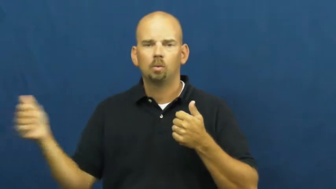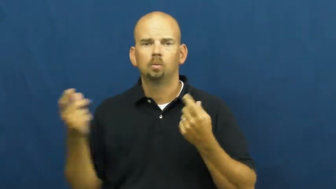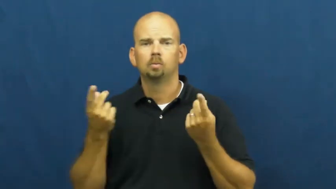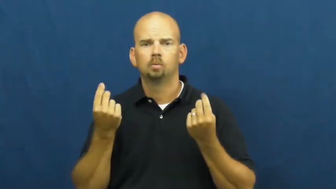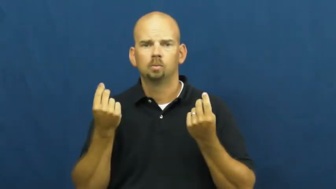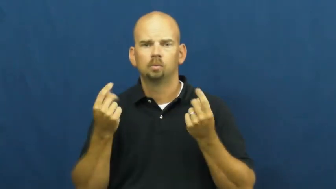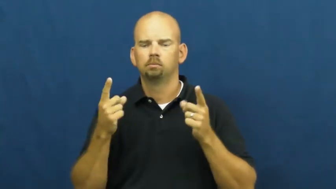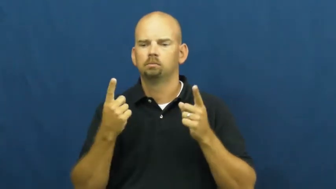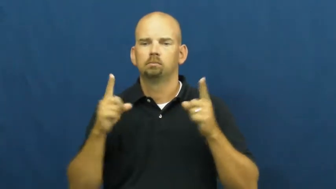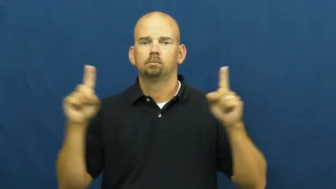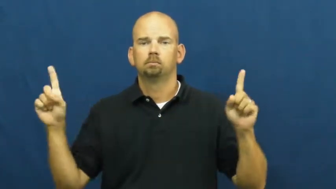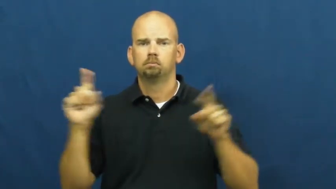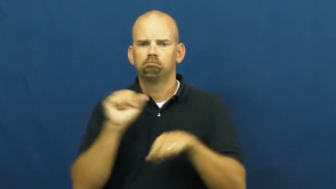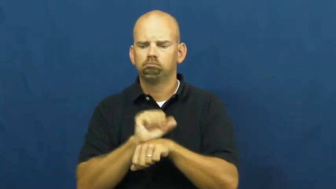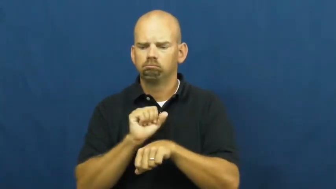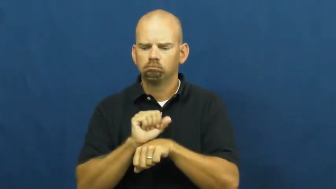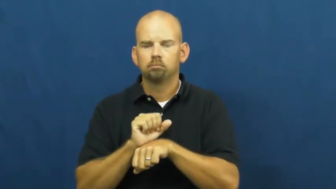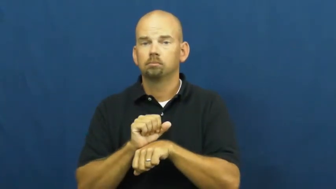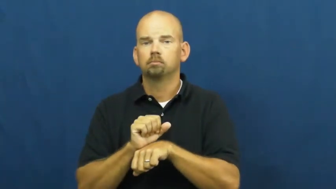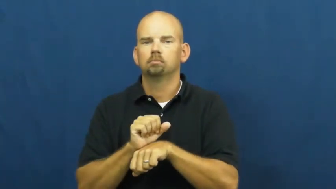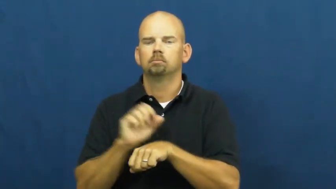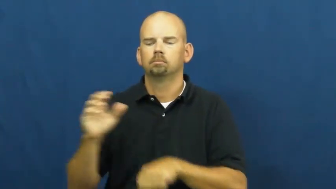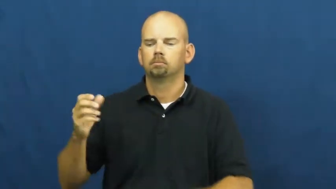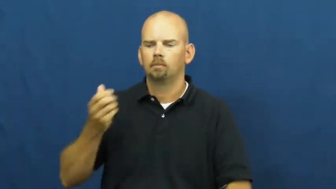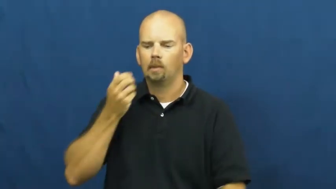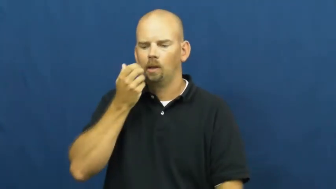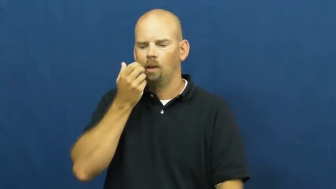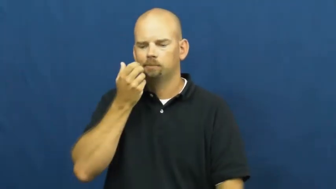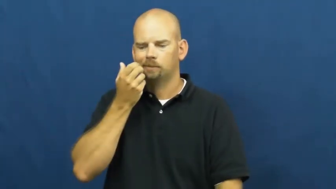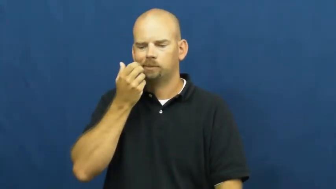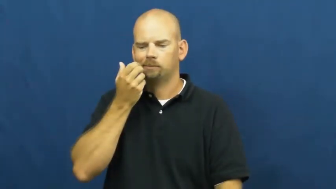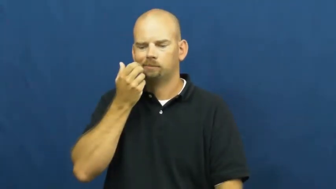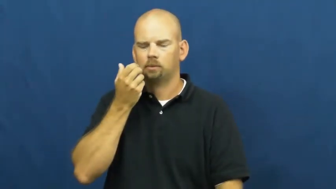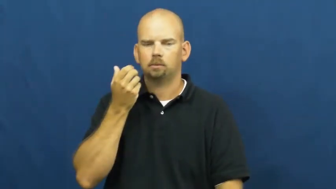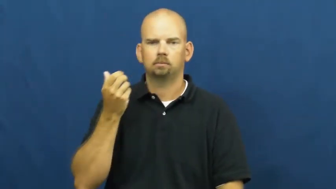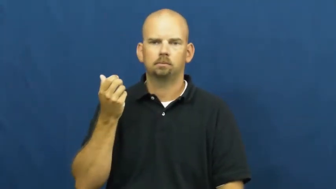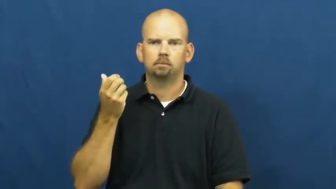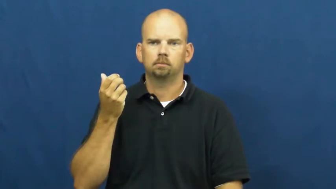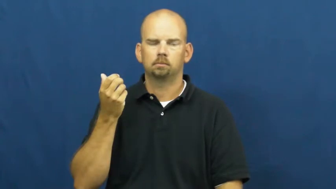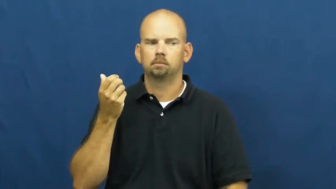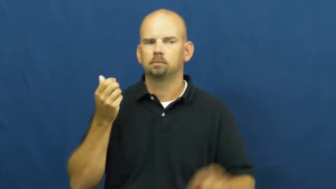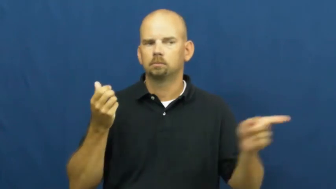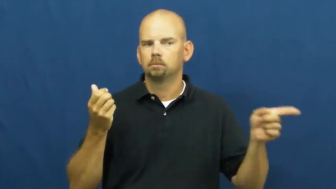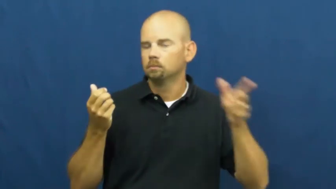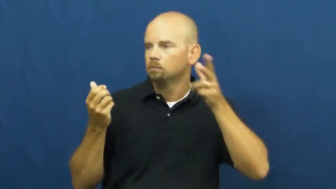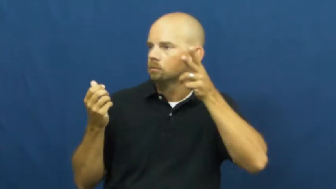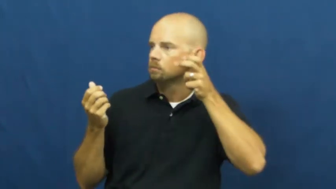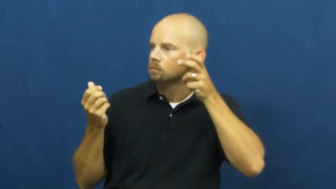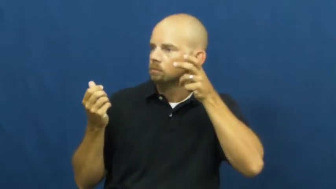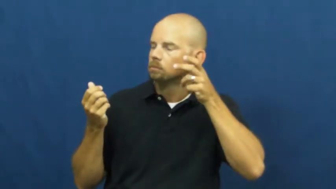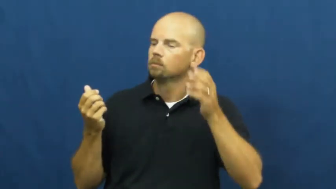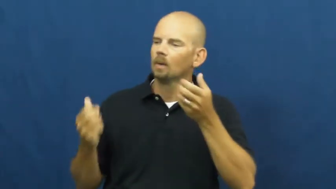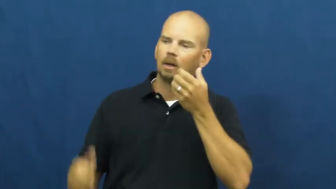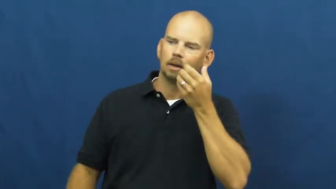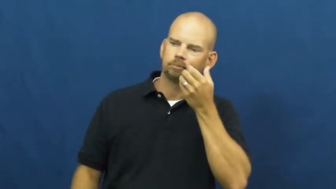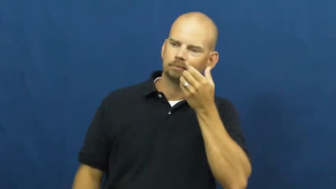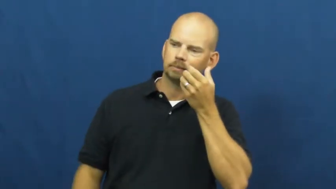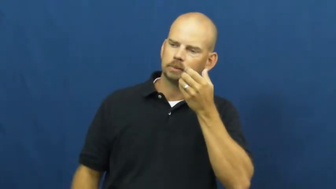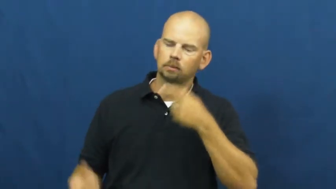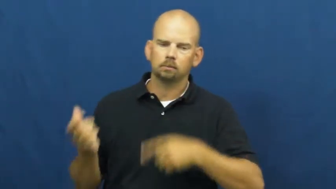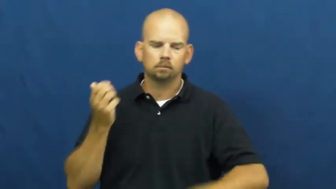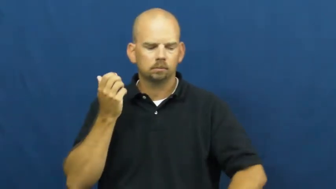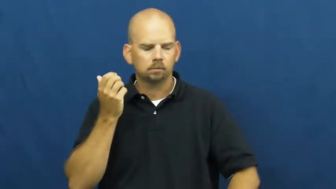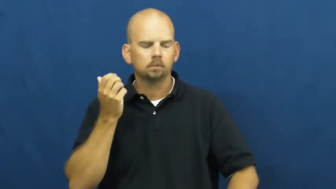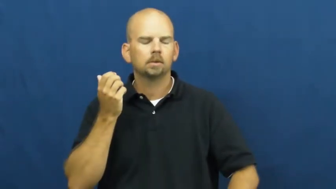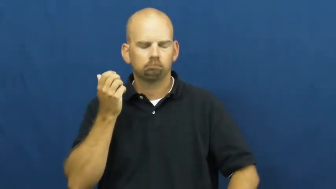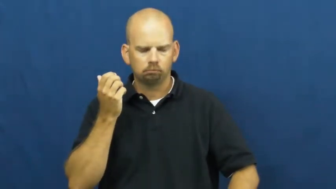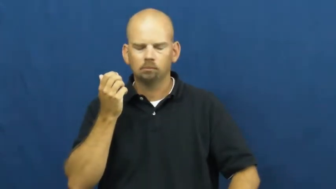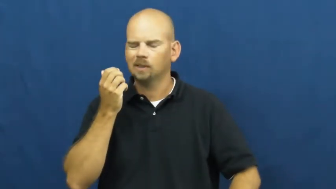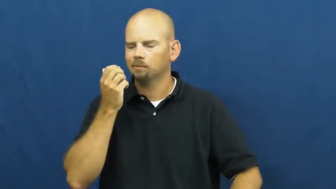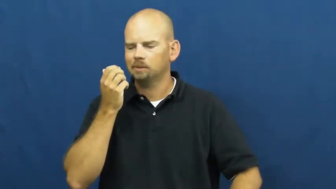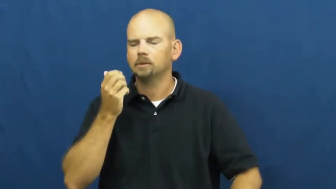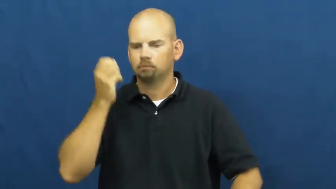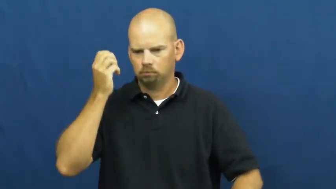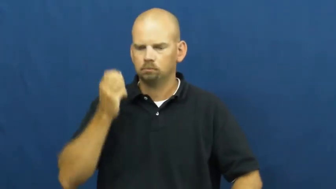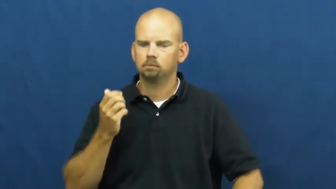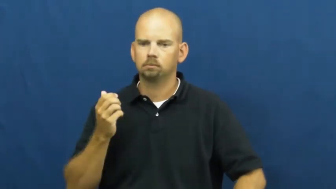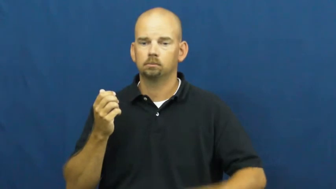walkie-talkie